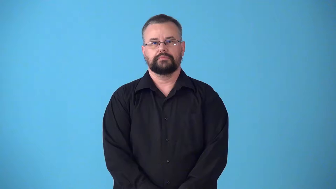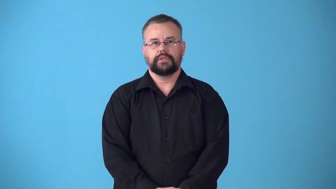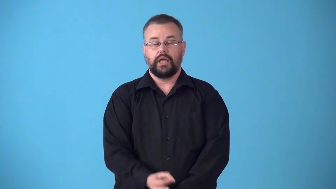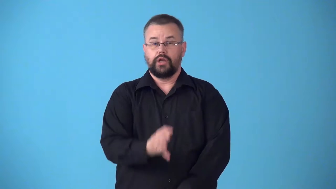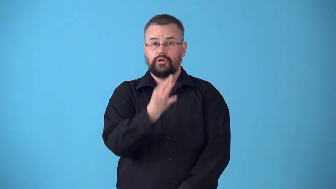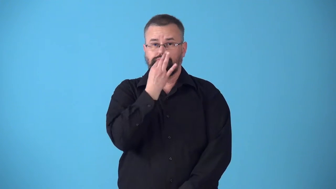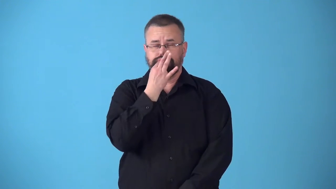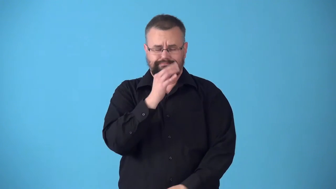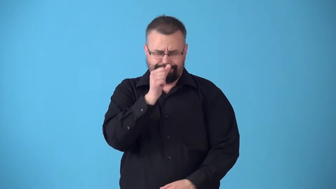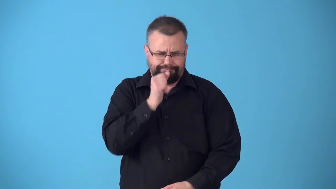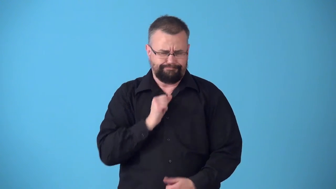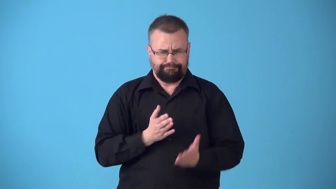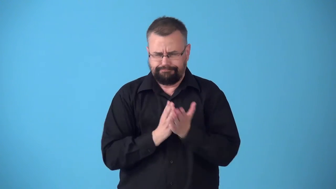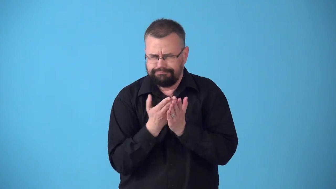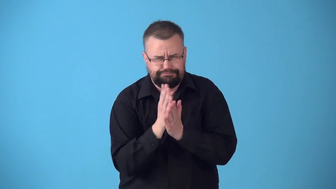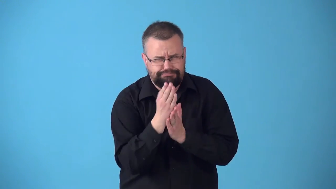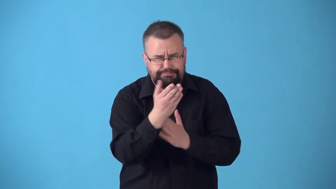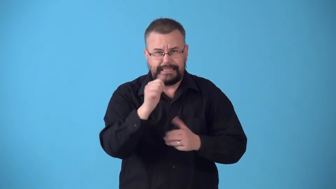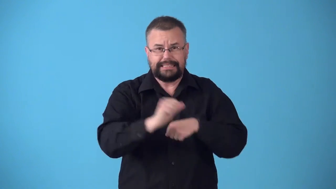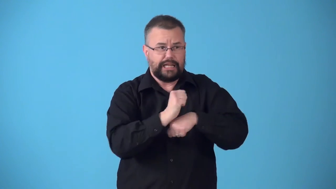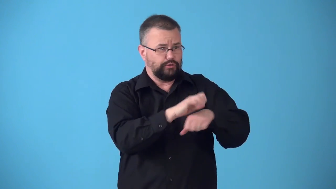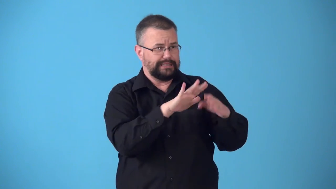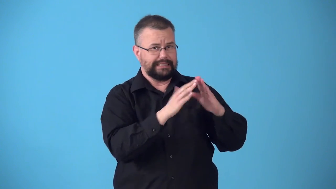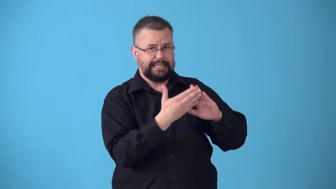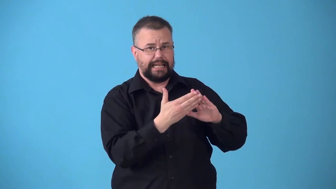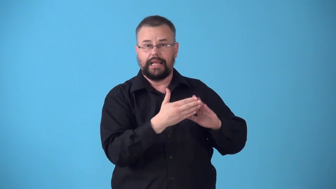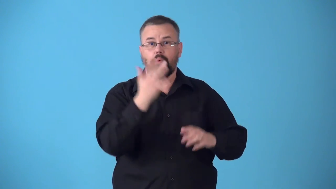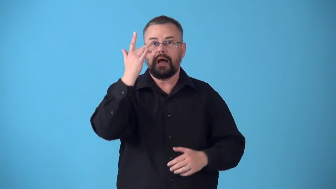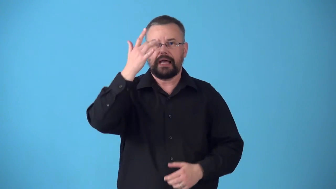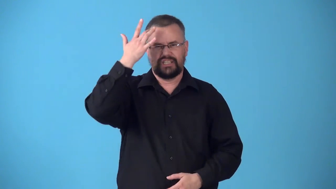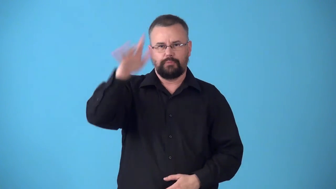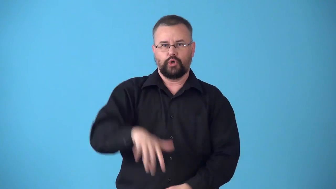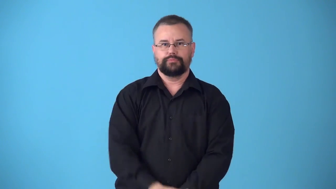streetwise